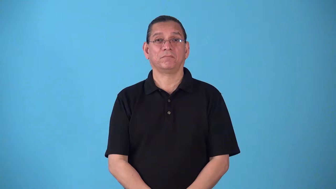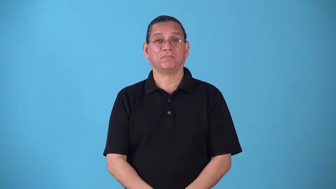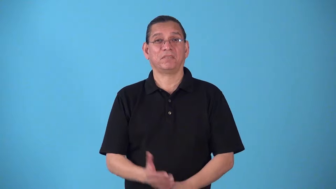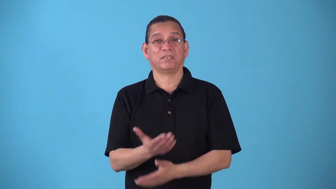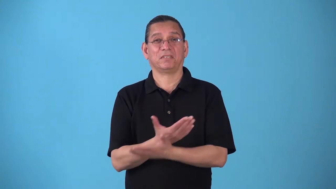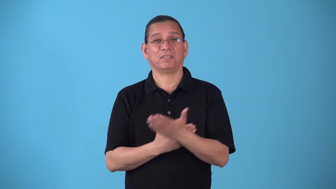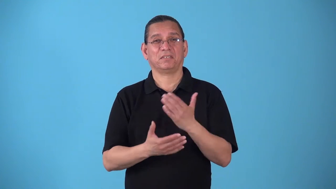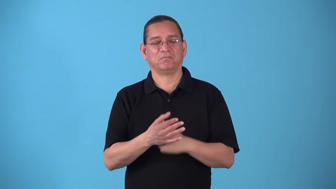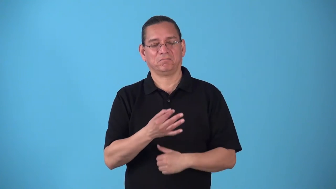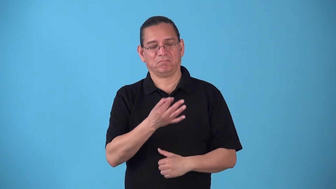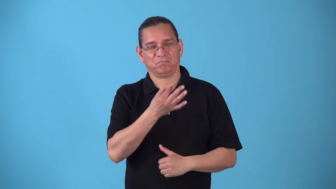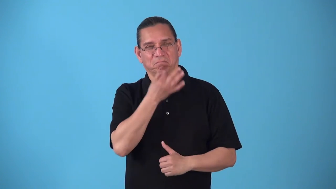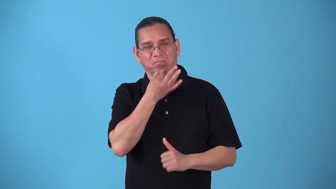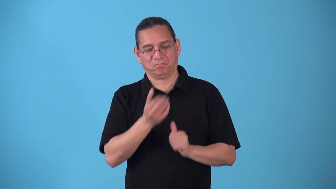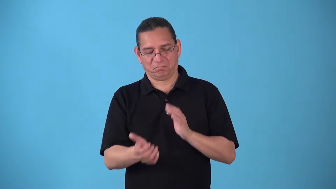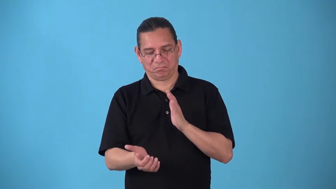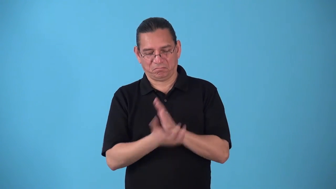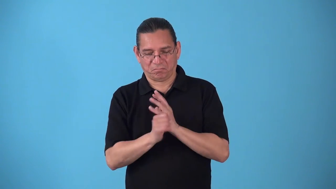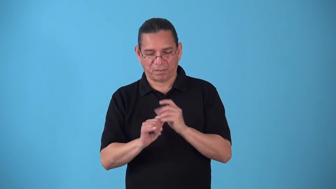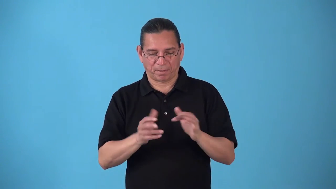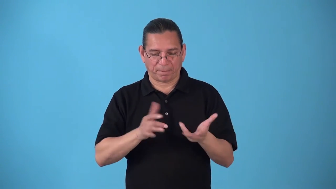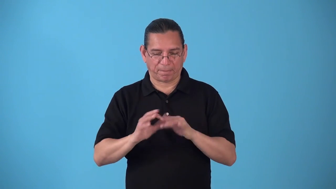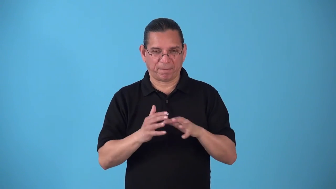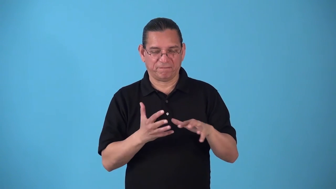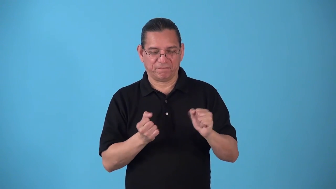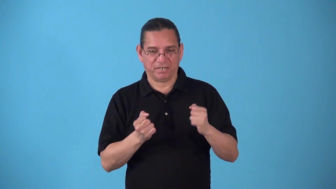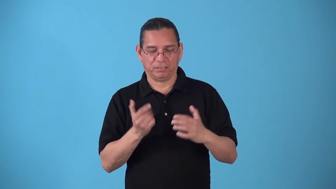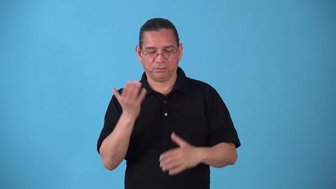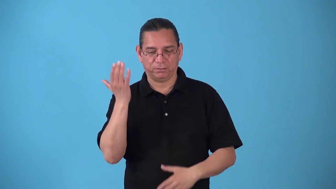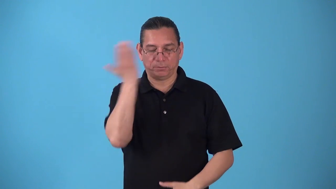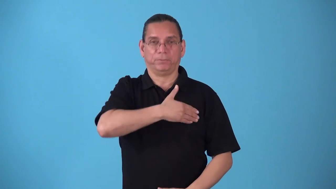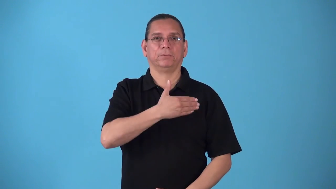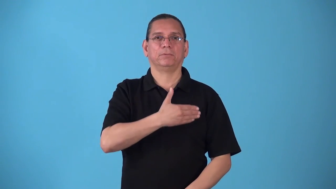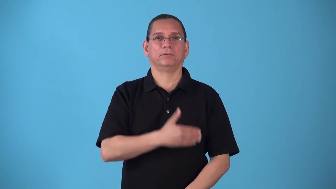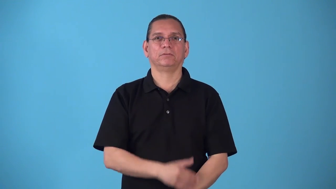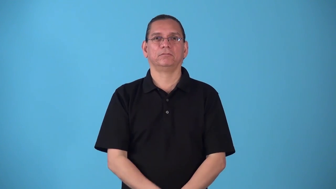sleight